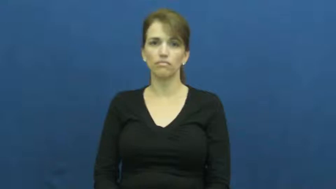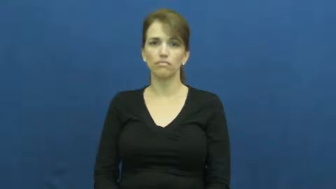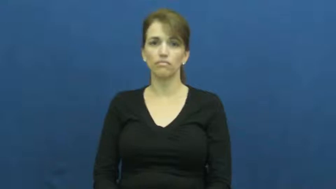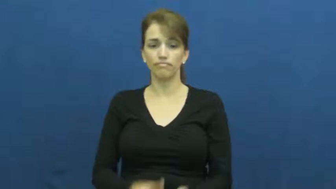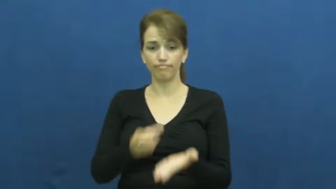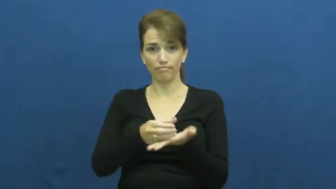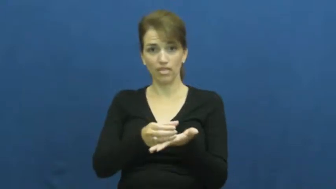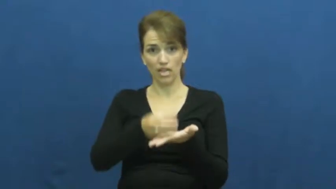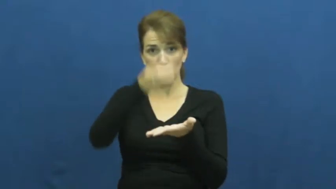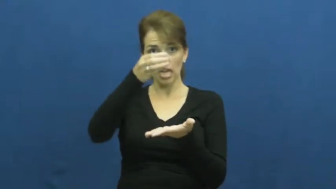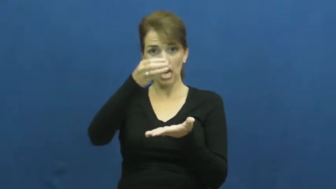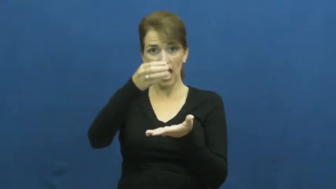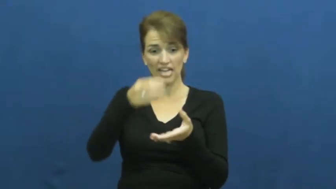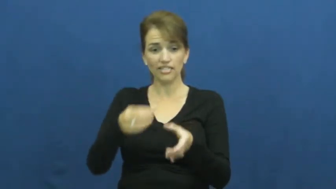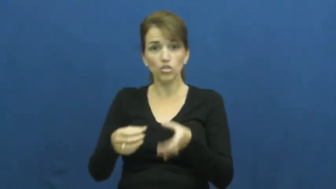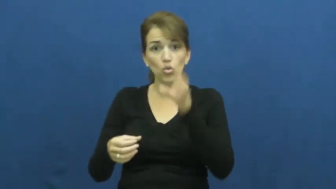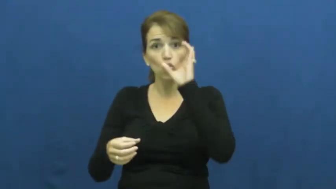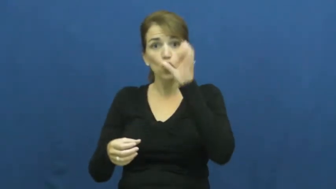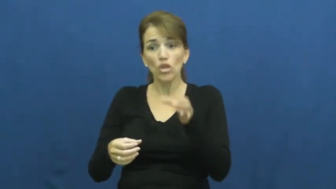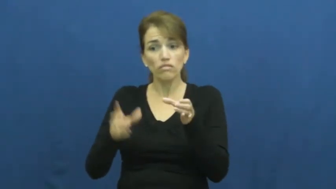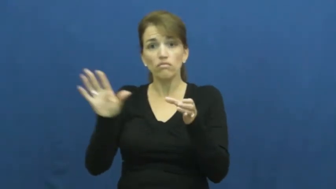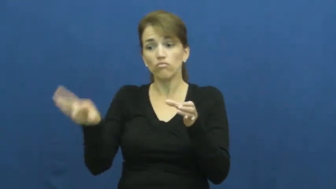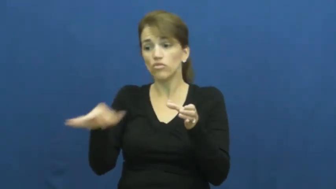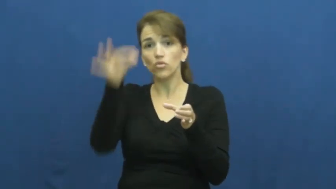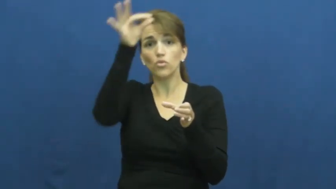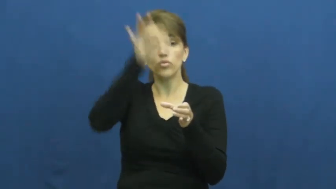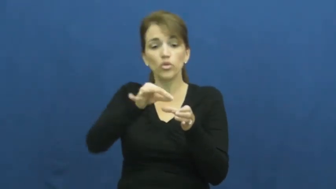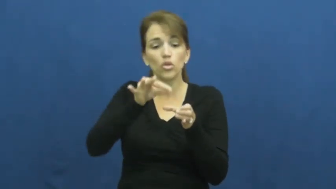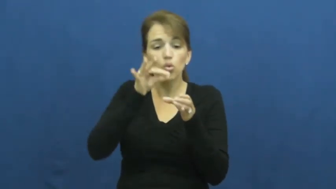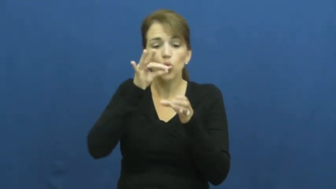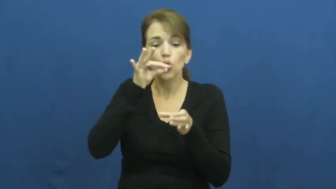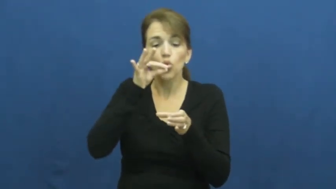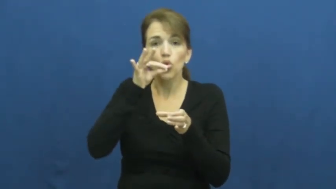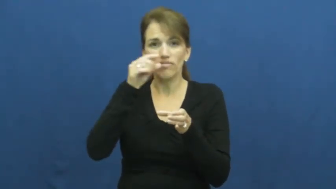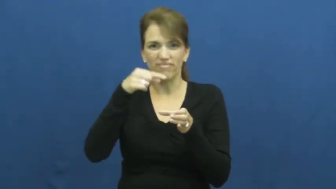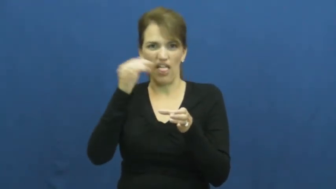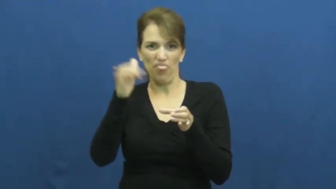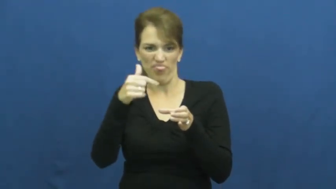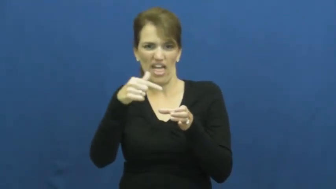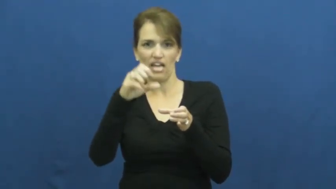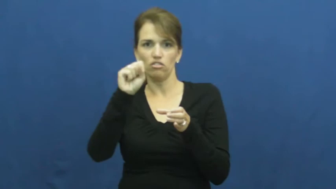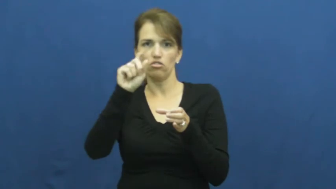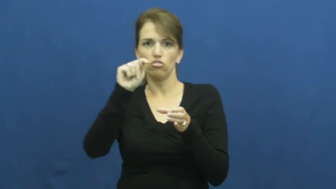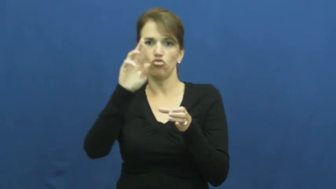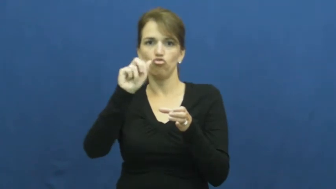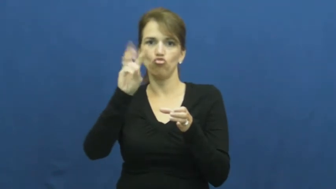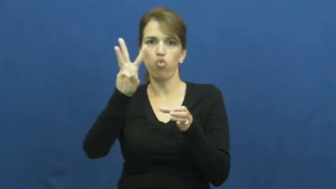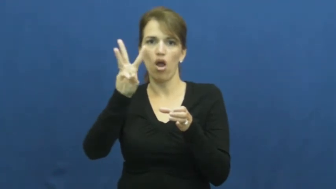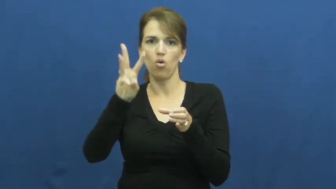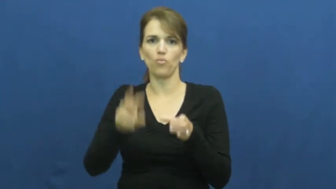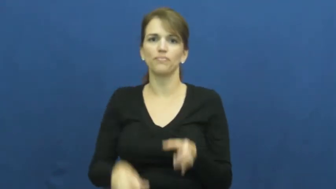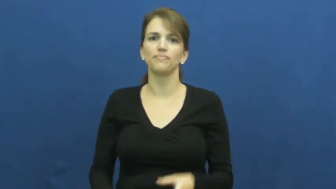straw-drinking